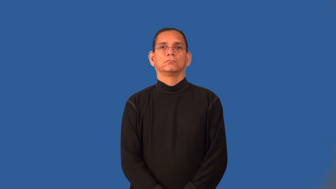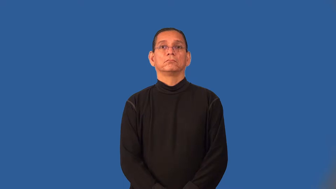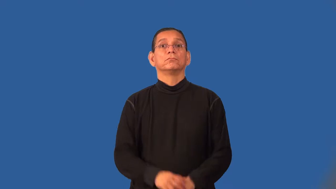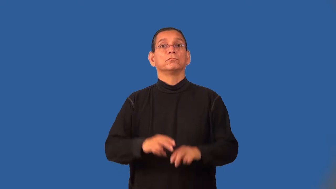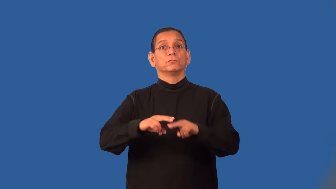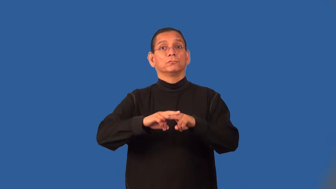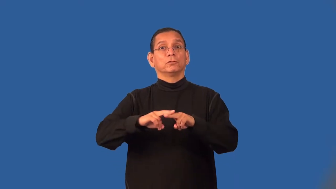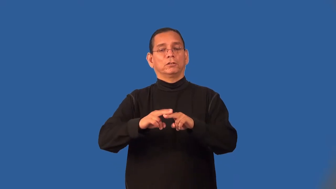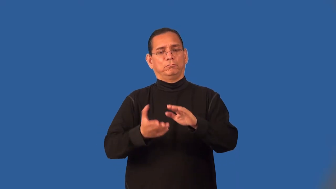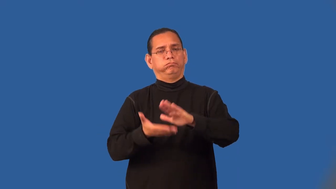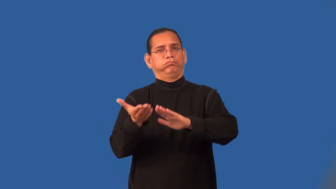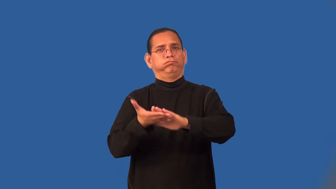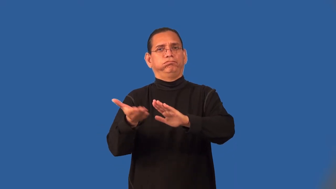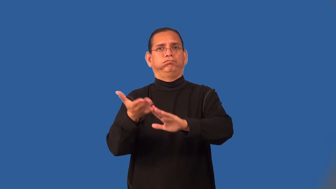run-train